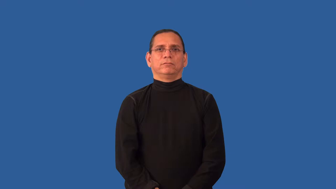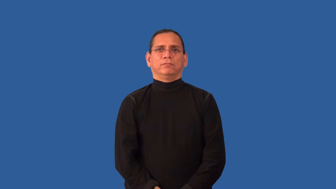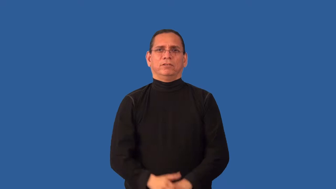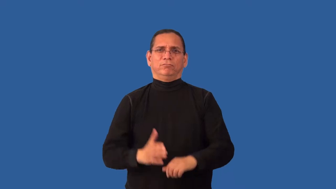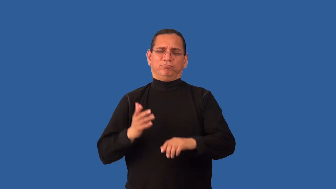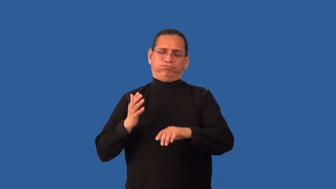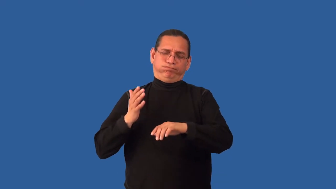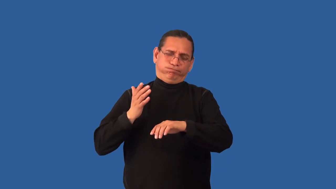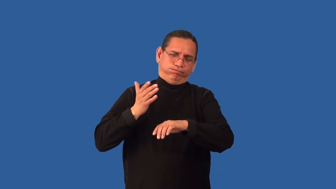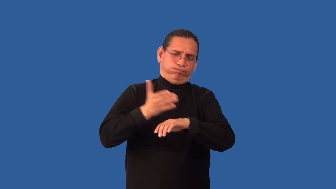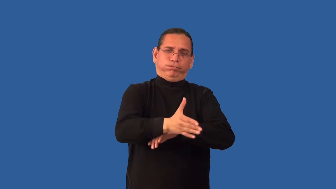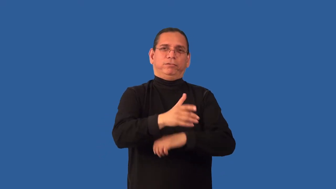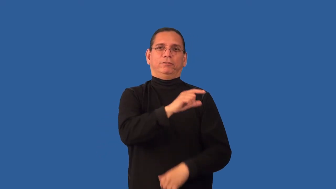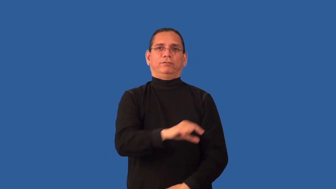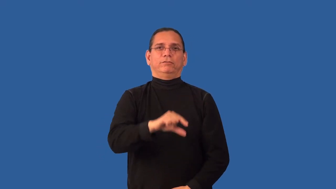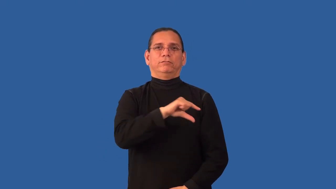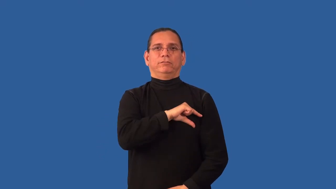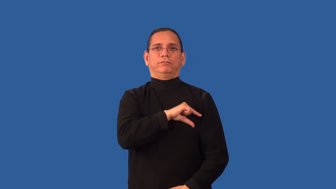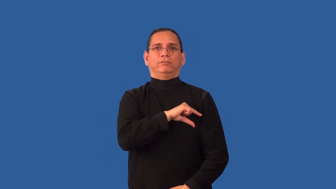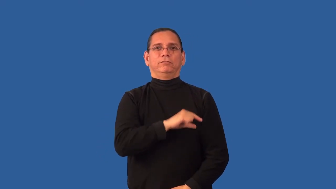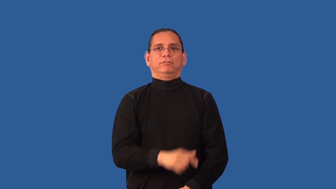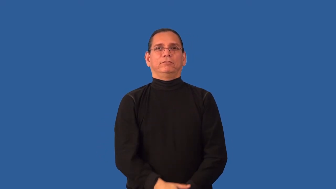overqualified